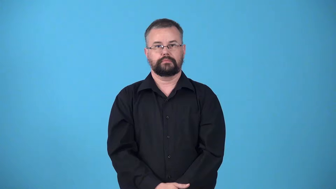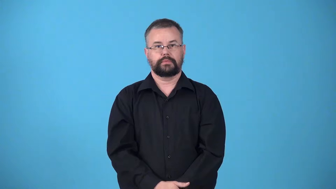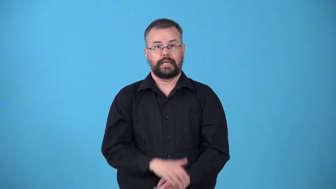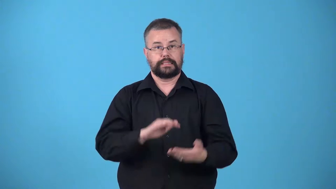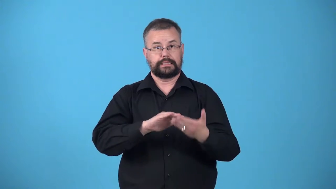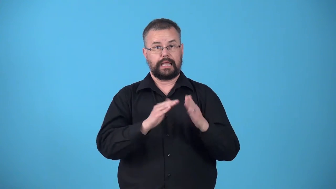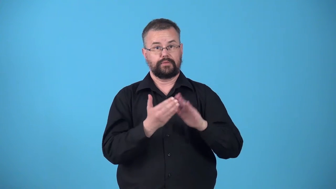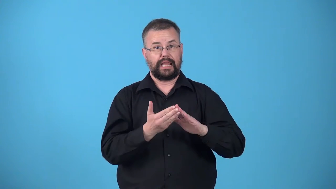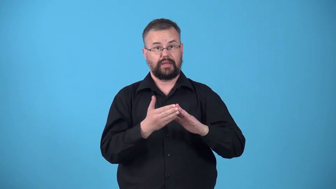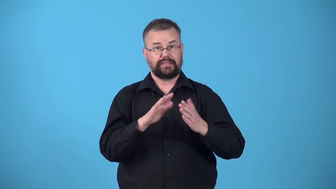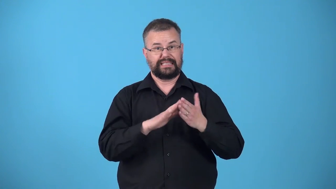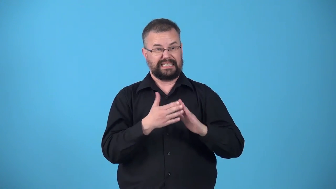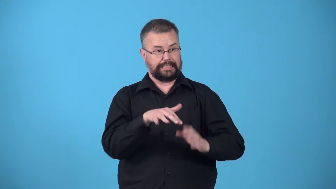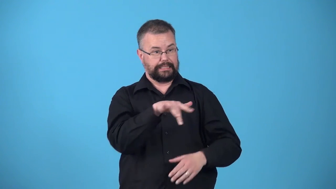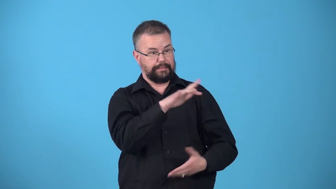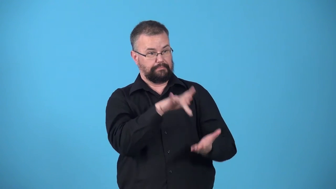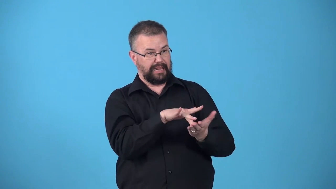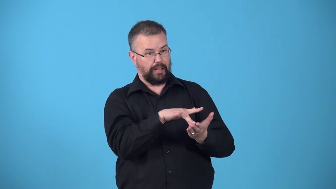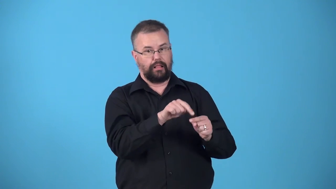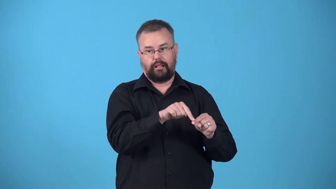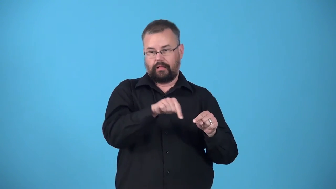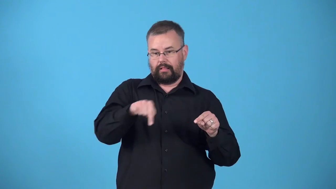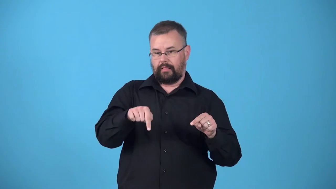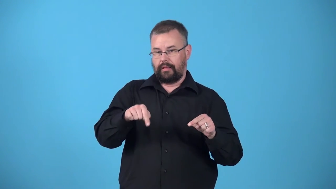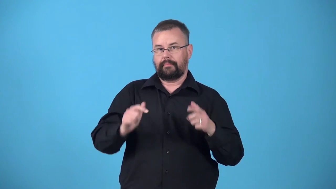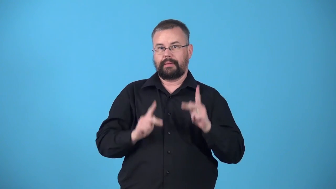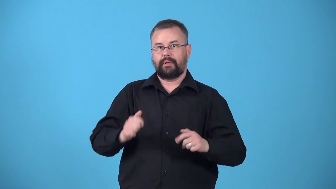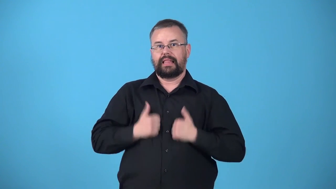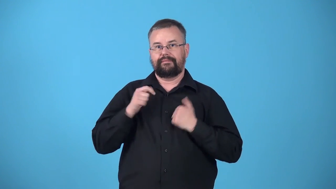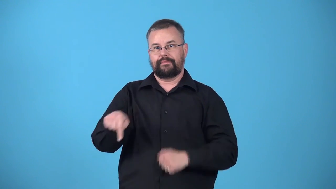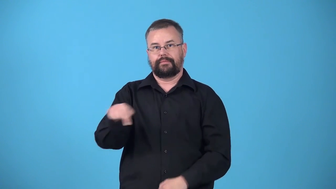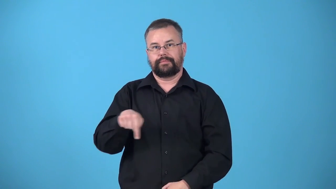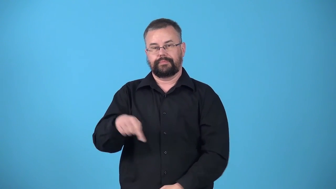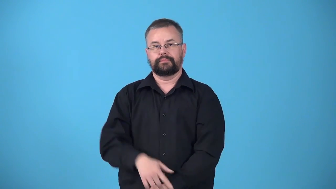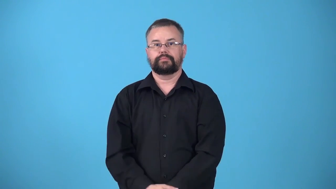uptown